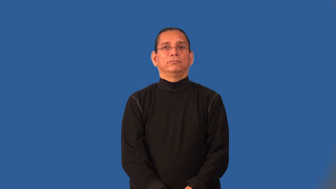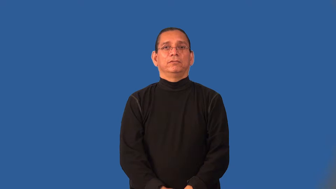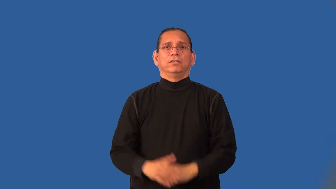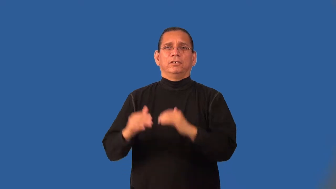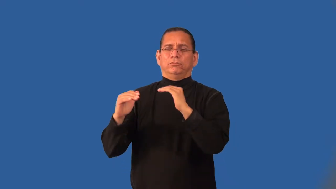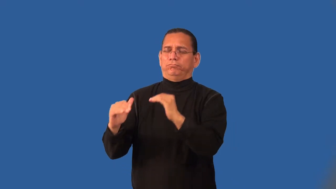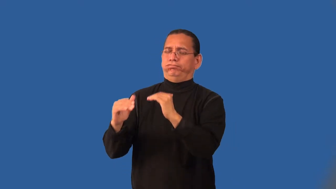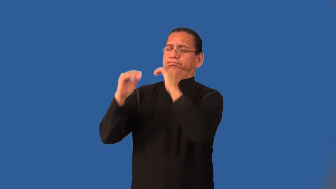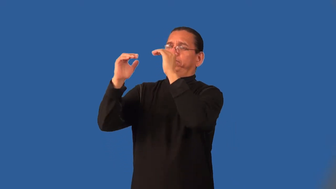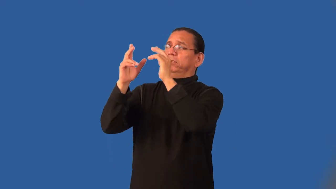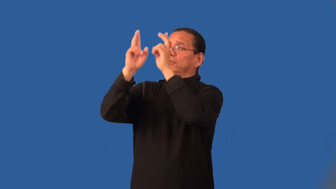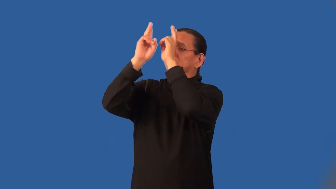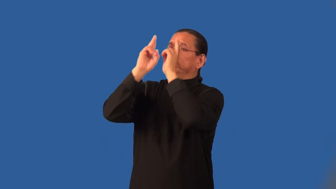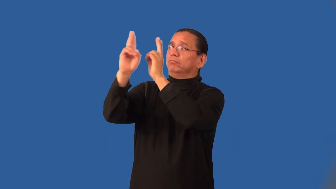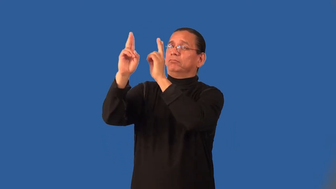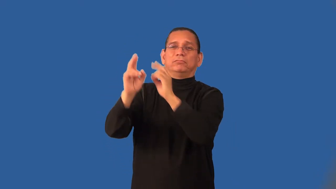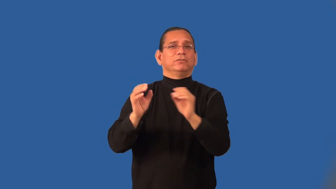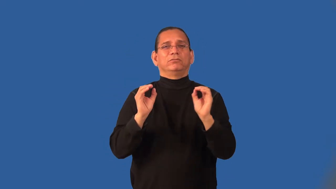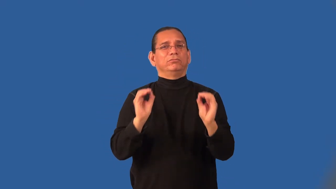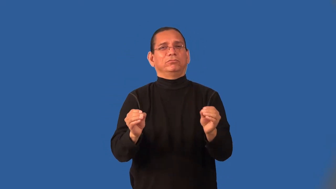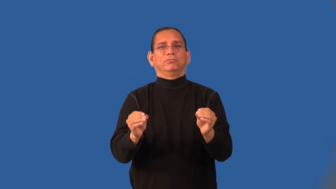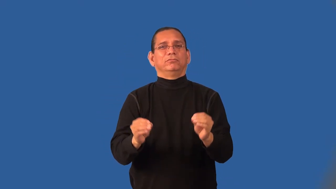ignoble,scurvily